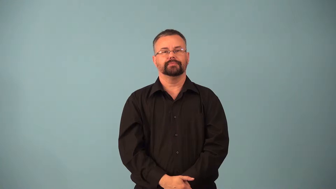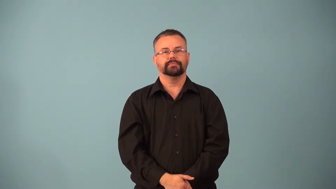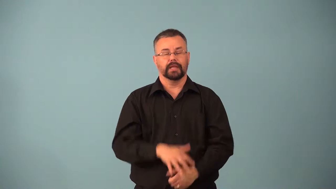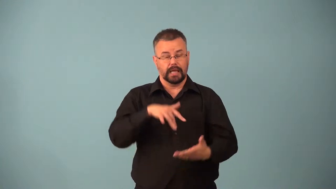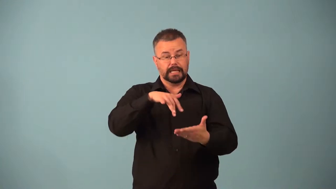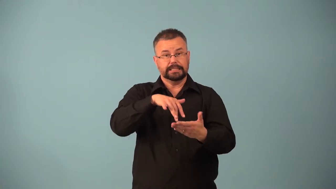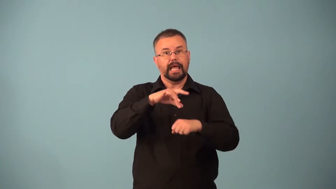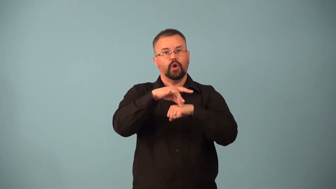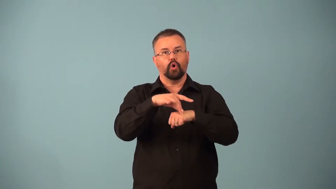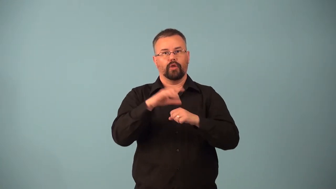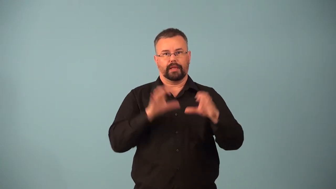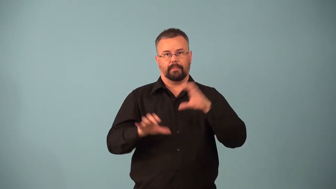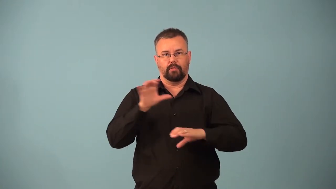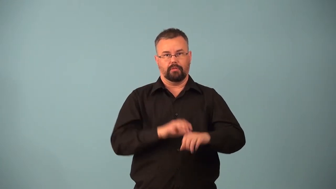mineralogy